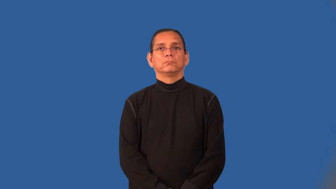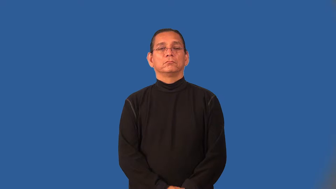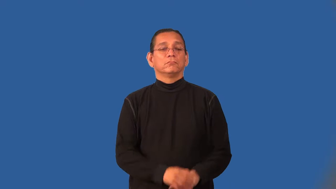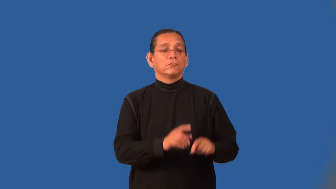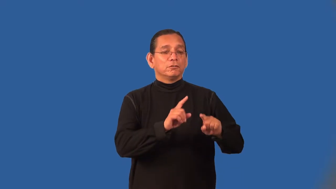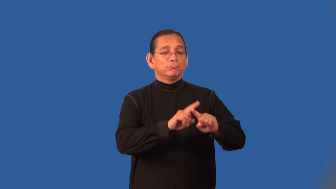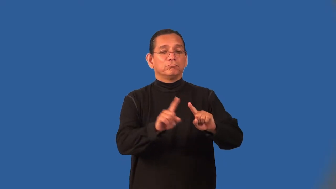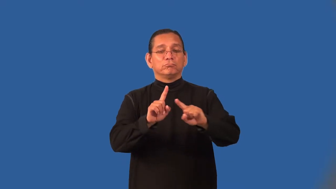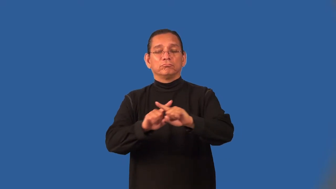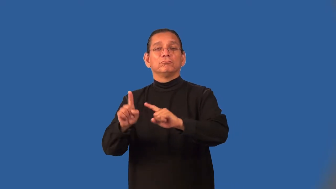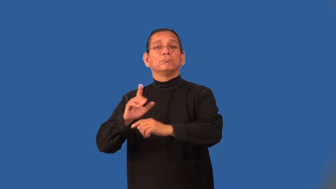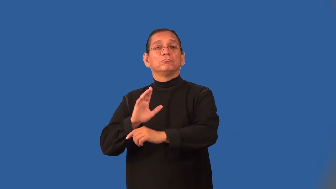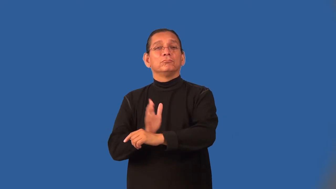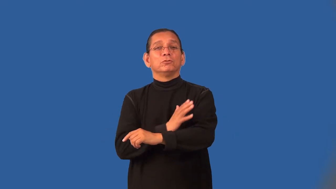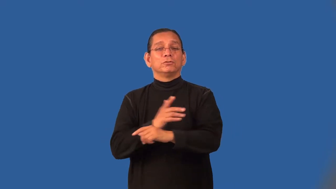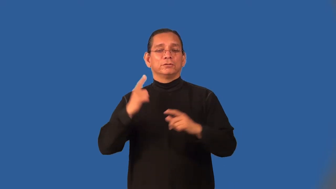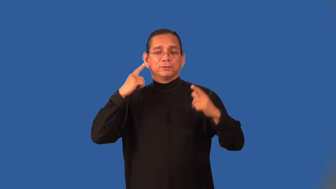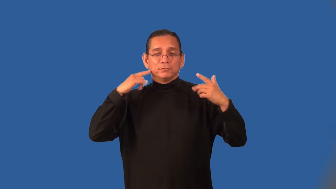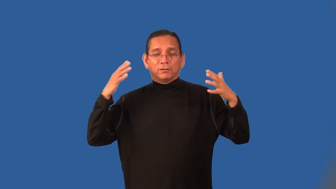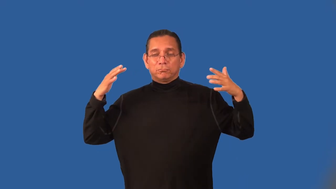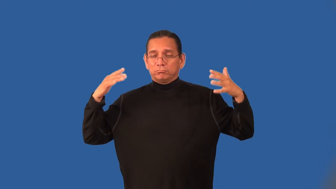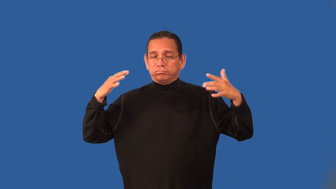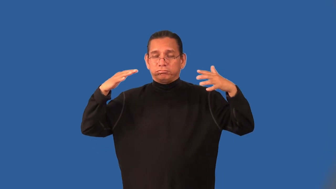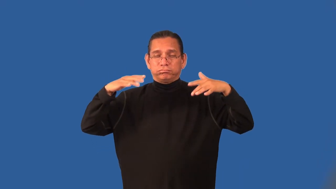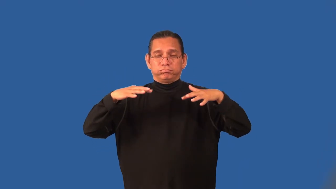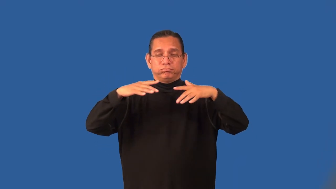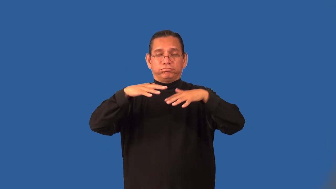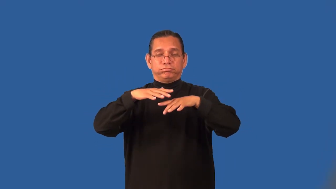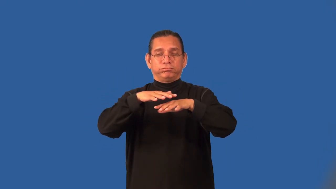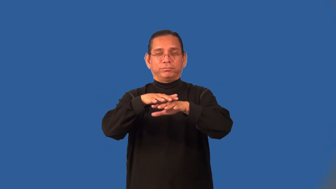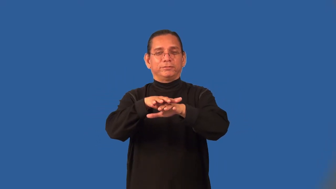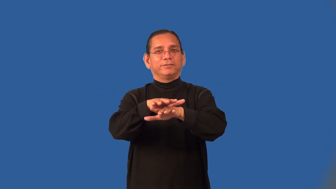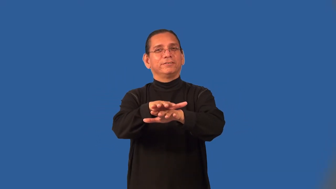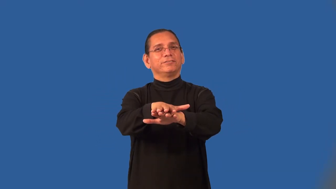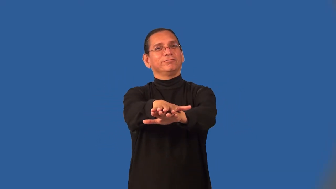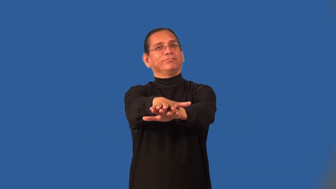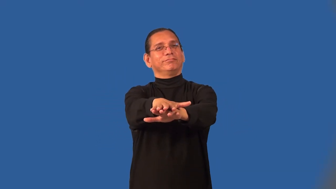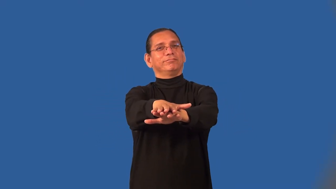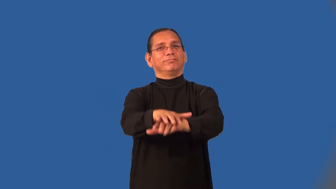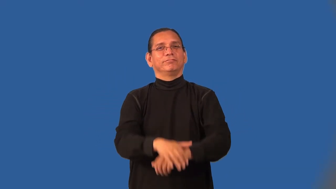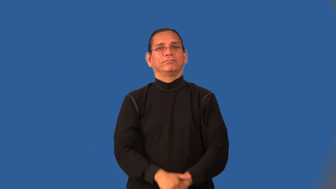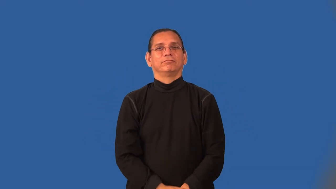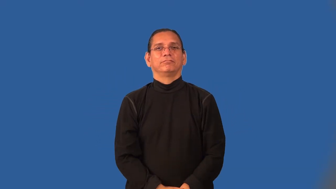harmonize-music